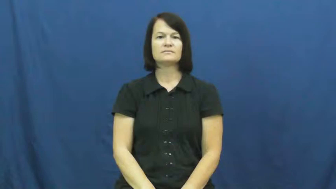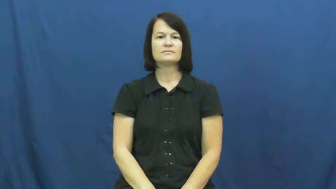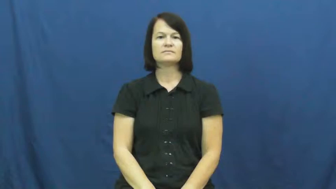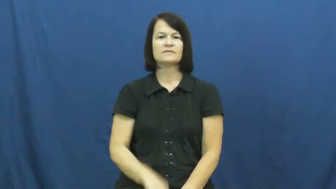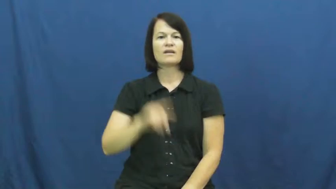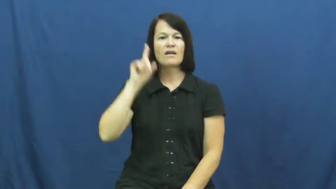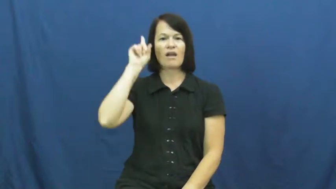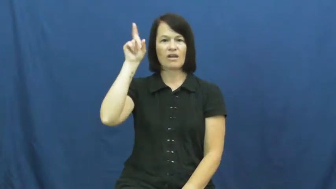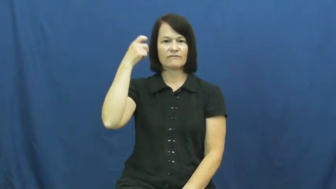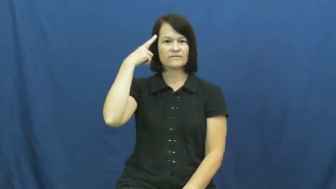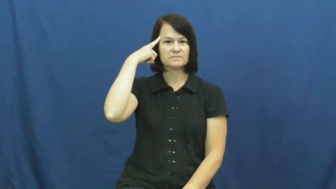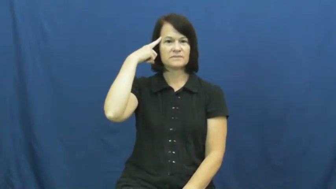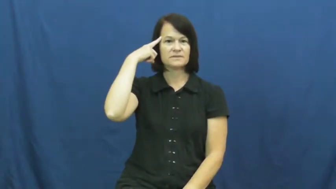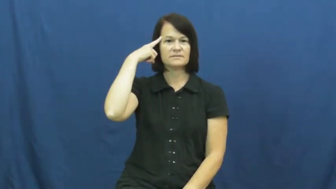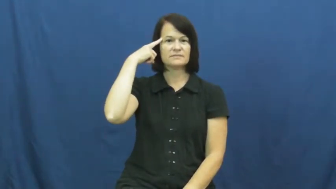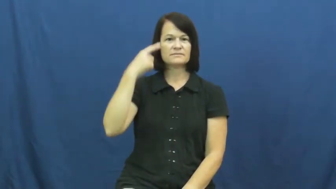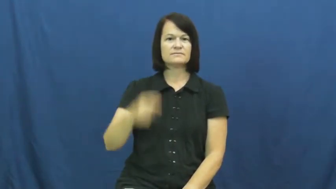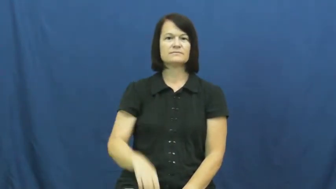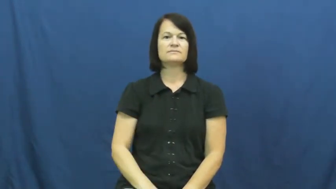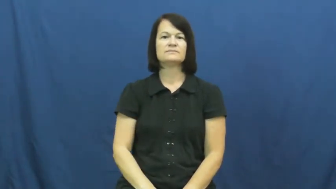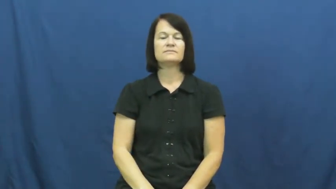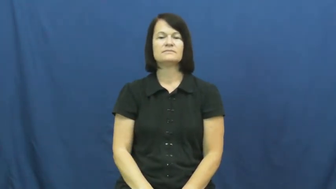government